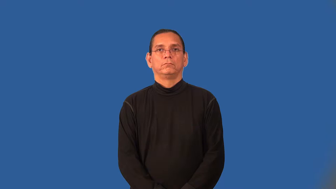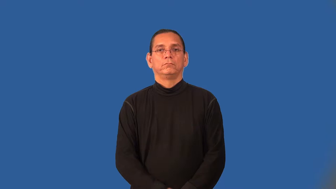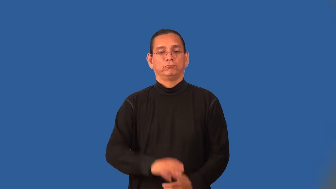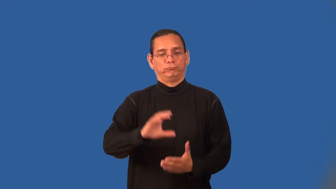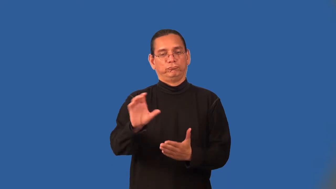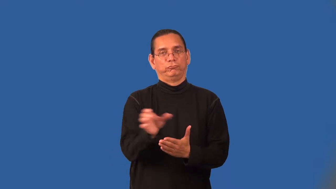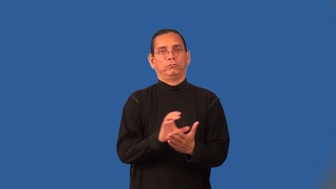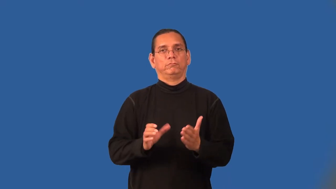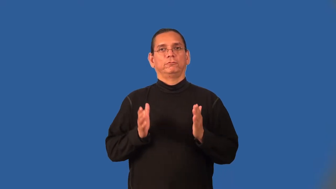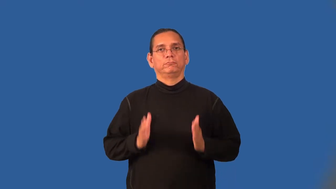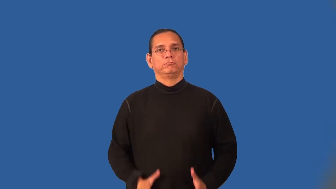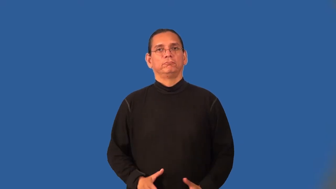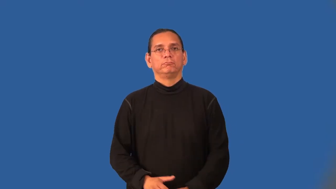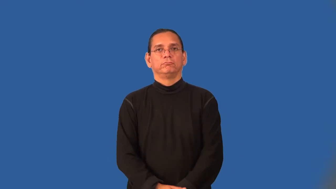choreographer